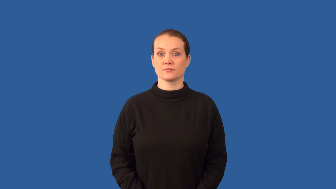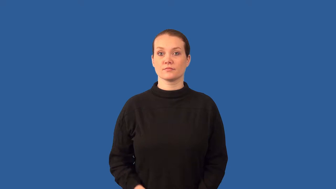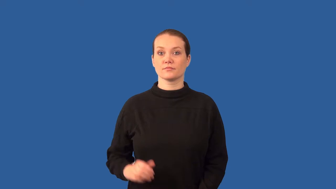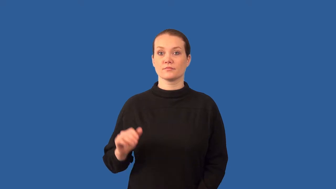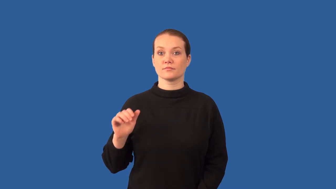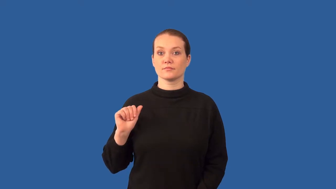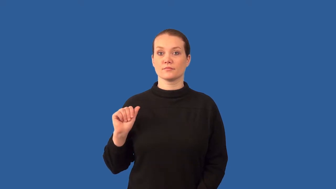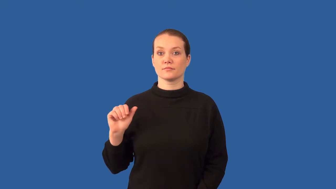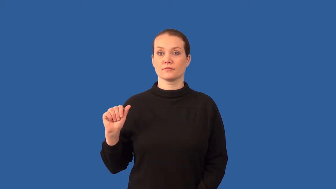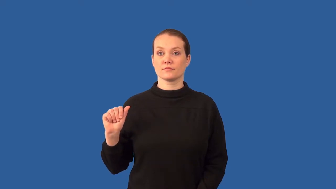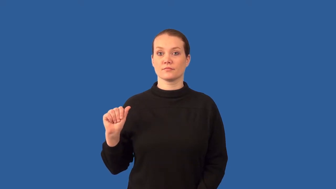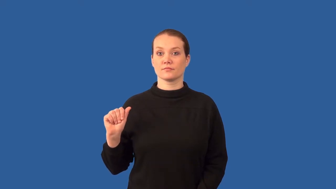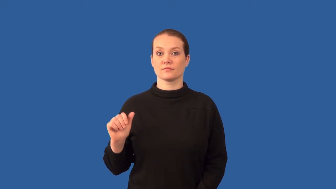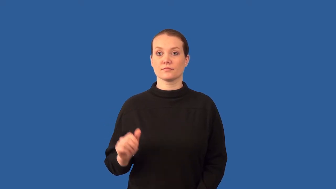amino acid